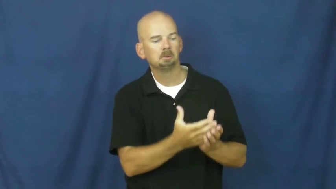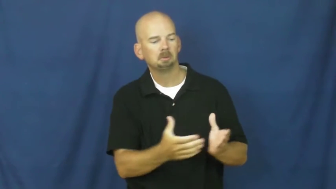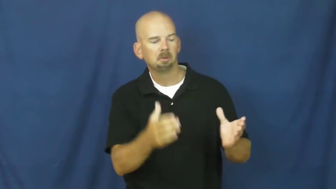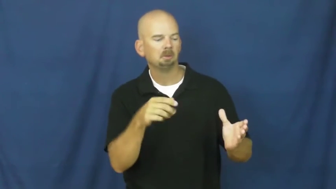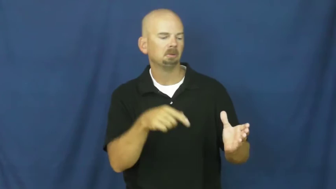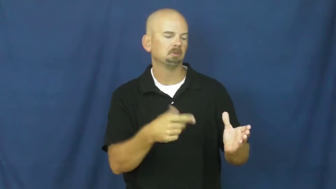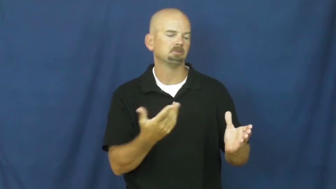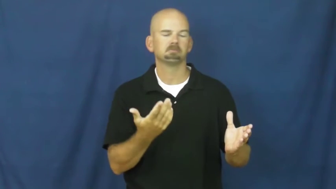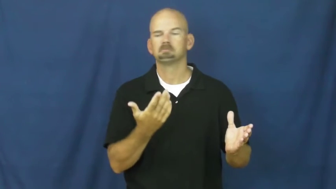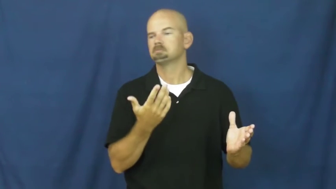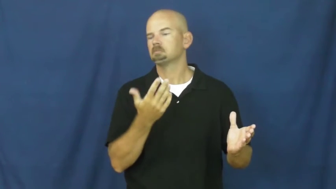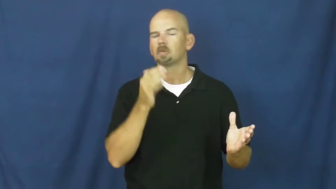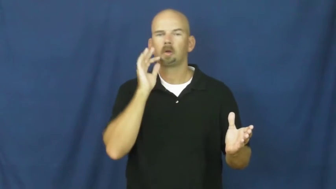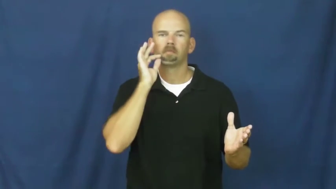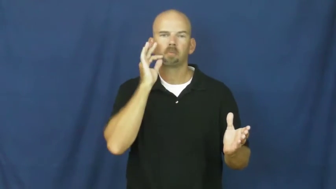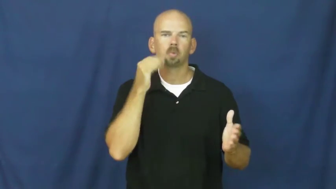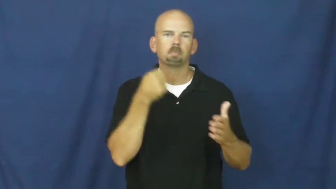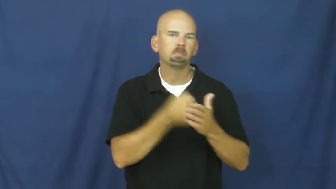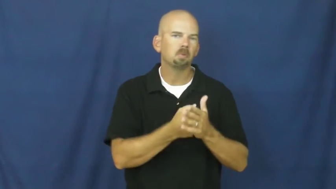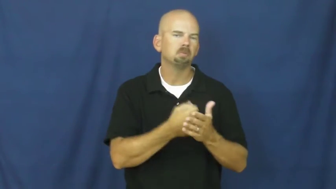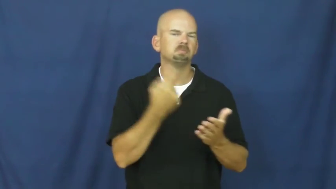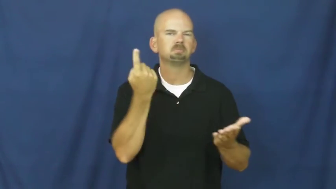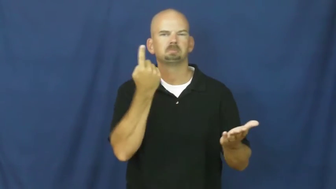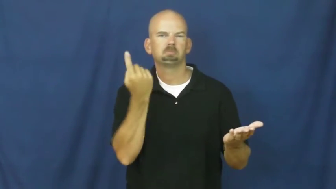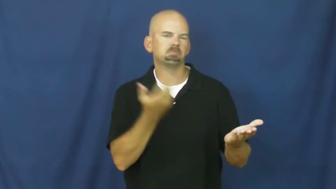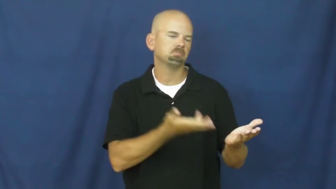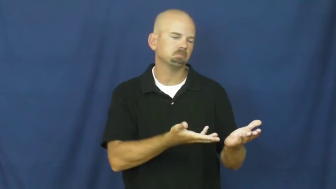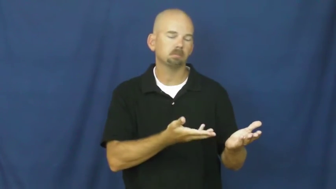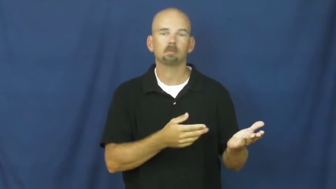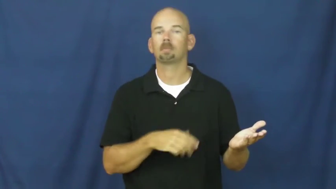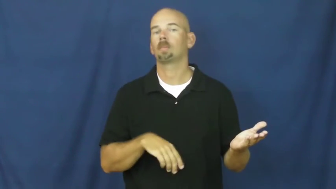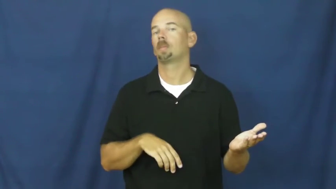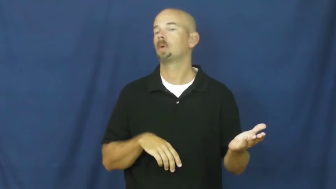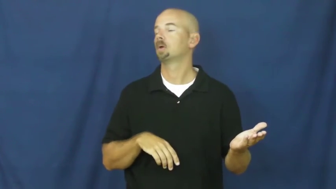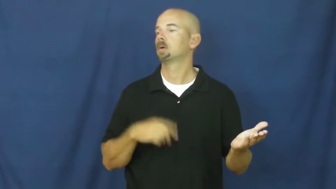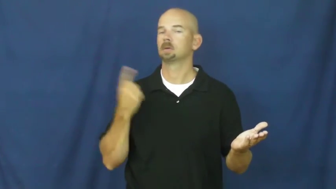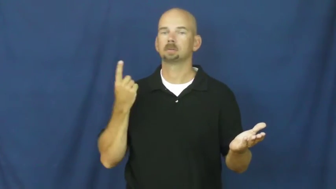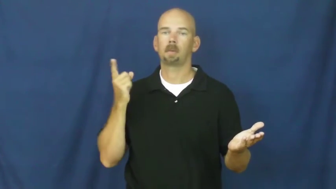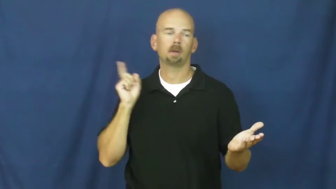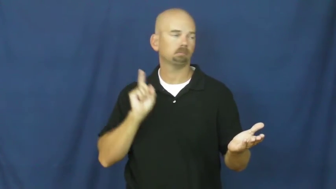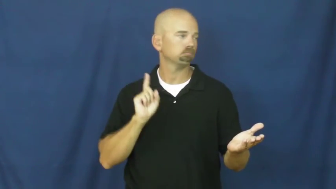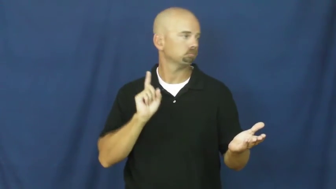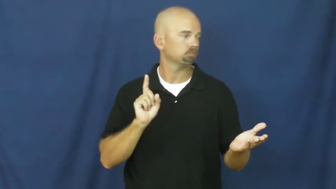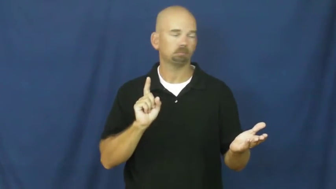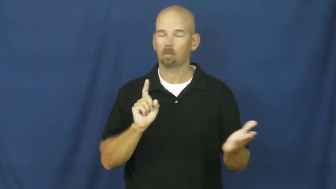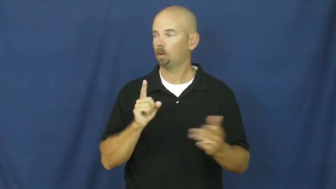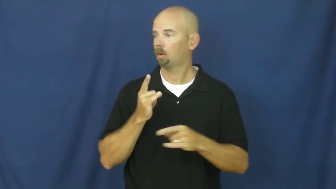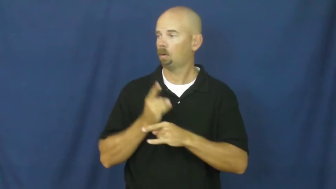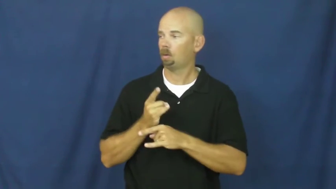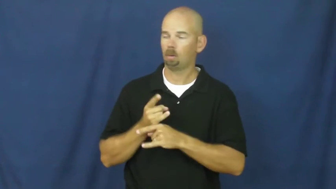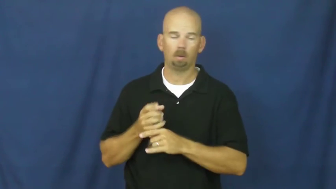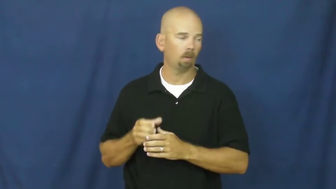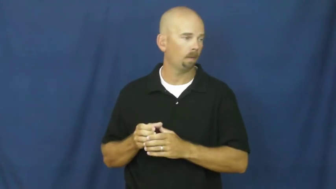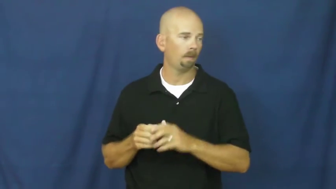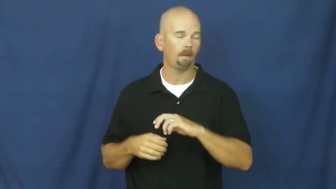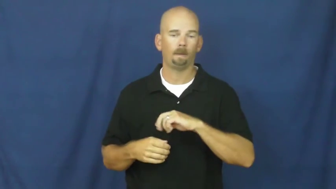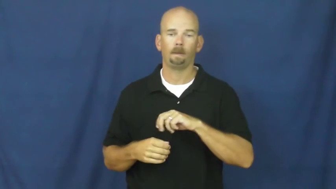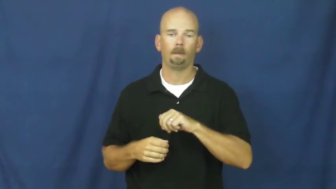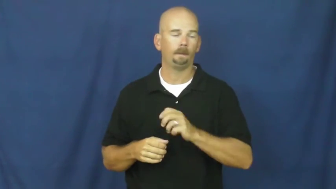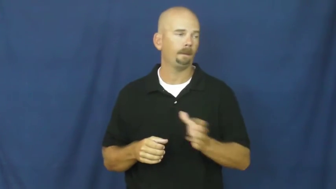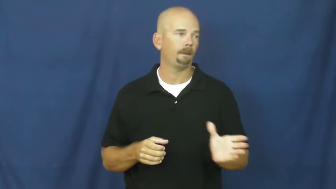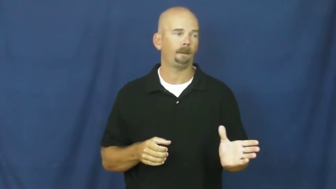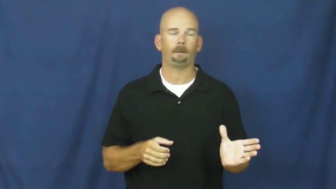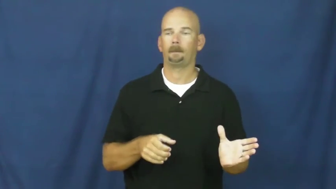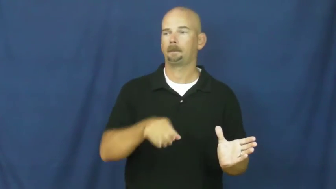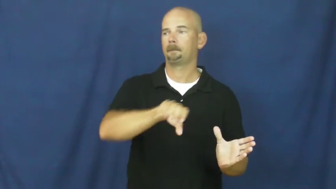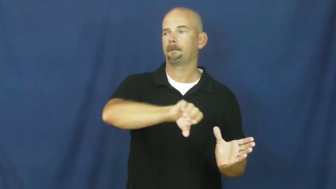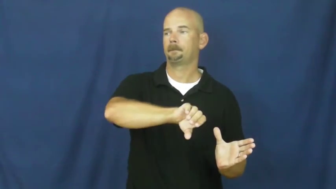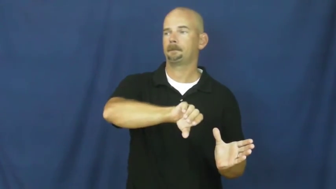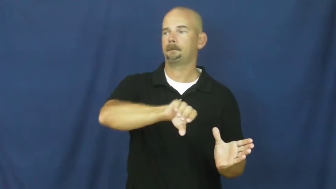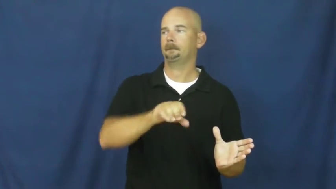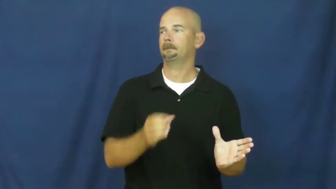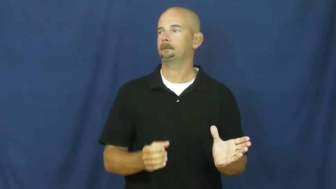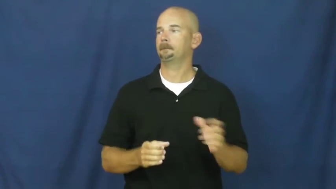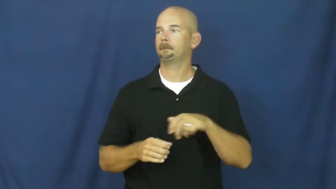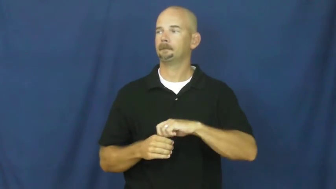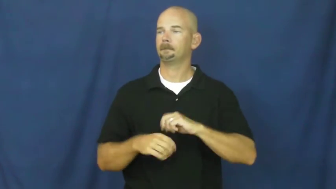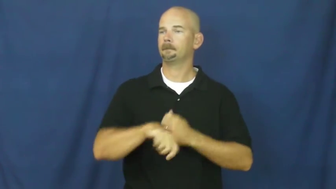spike-add alcohol